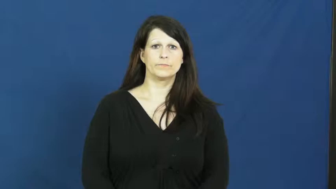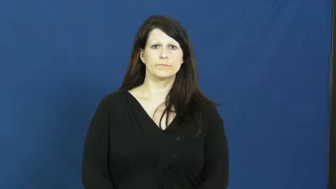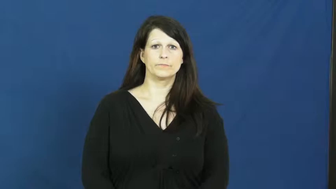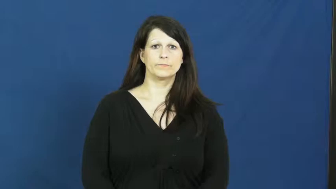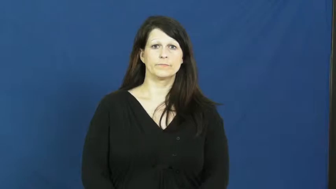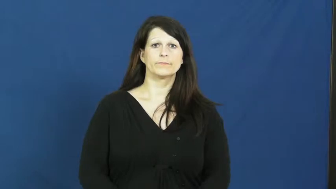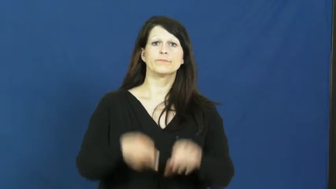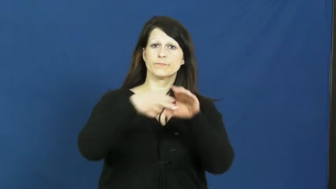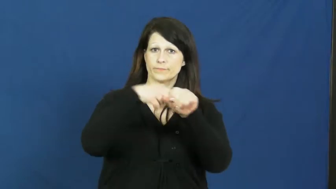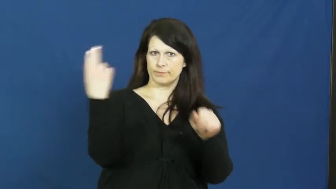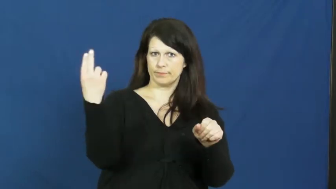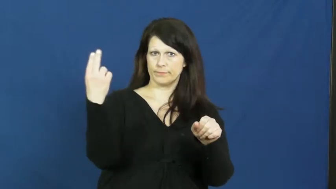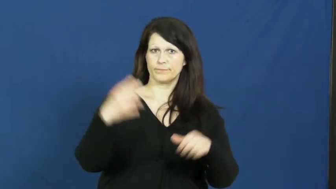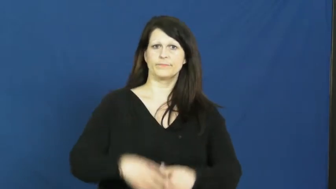withdraw,drop out